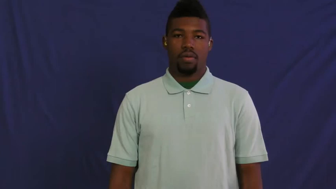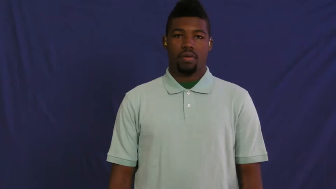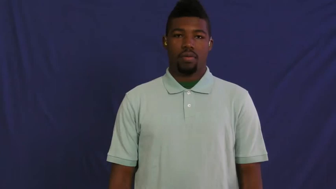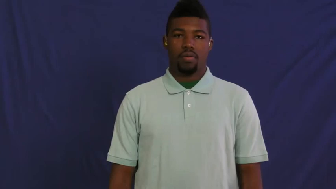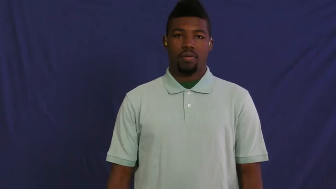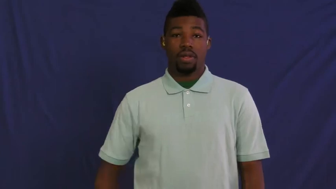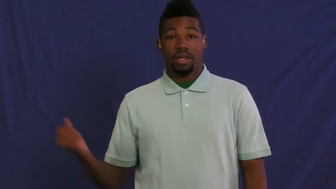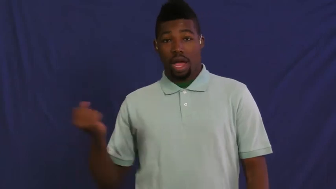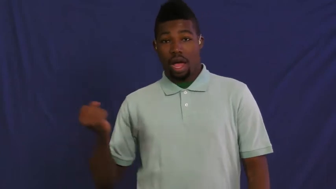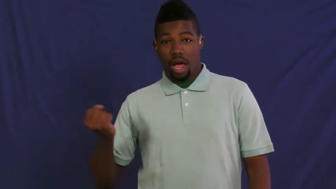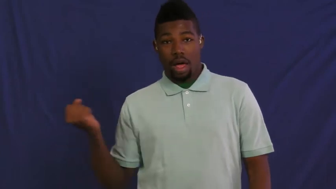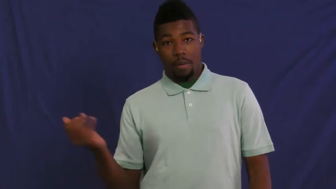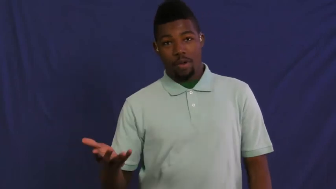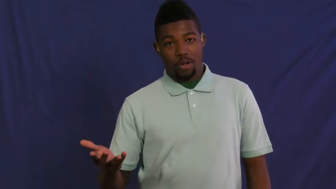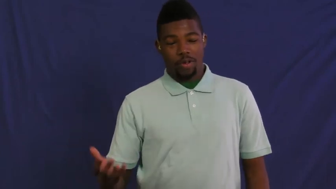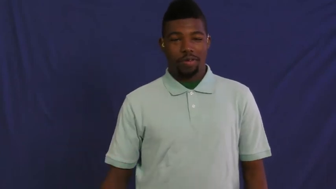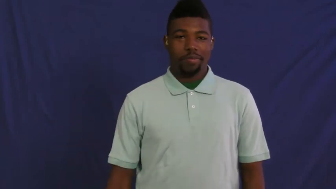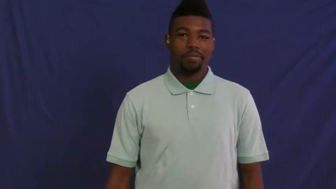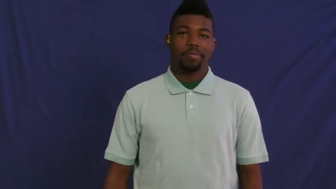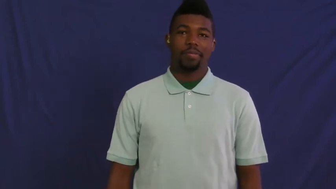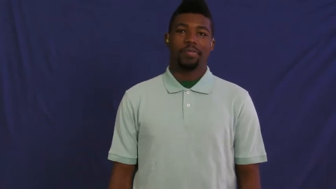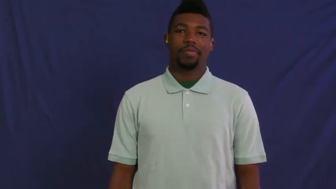gamble